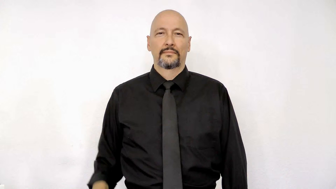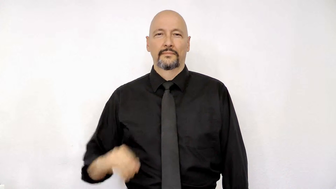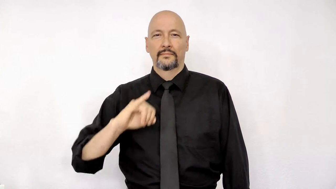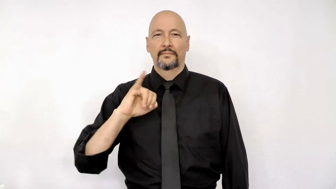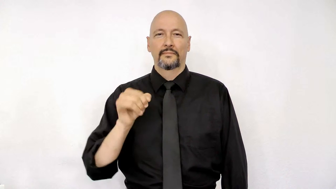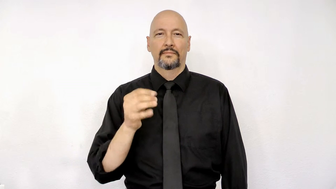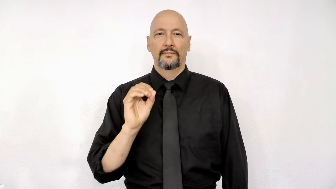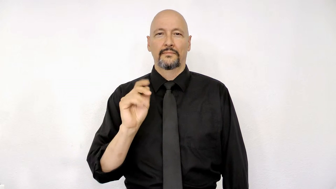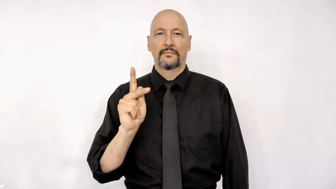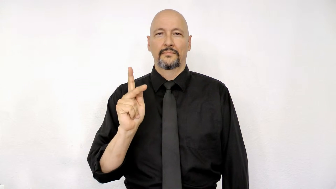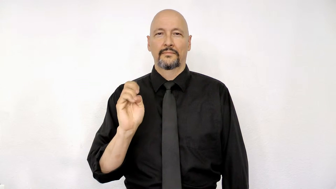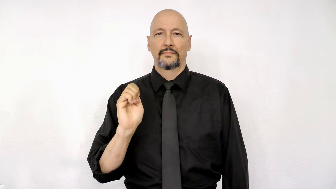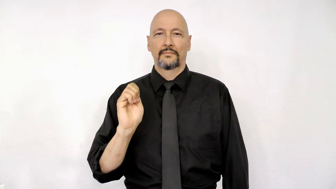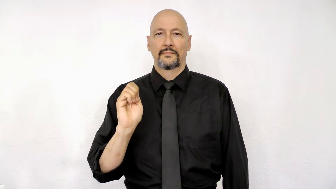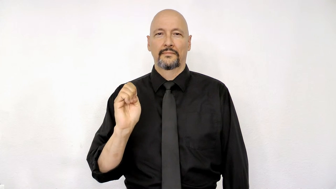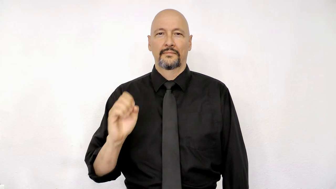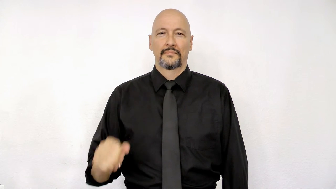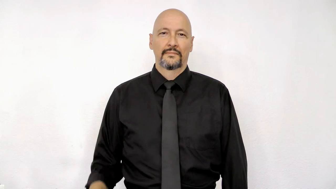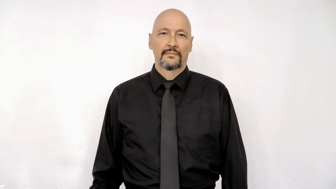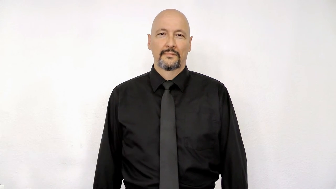joke [fingerspelled]